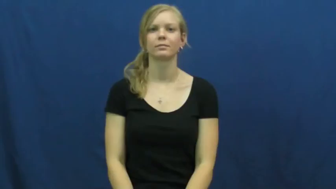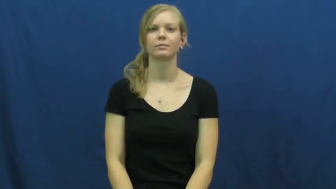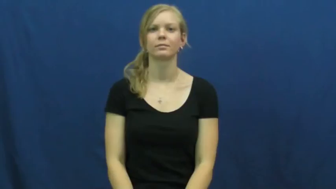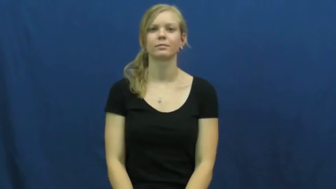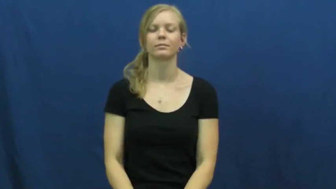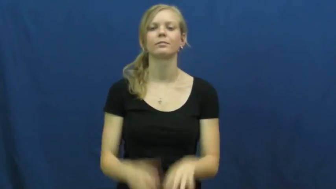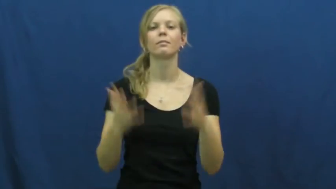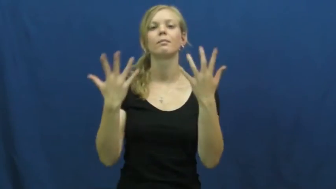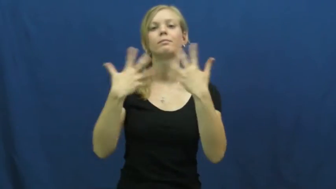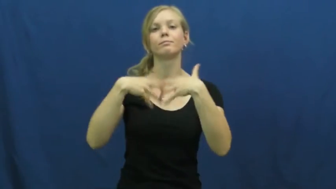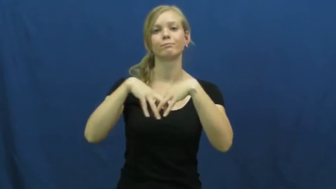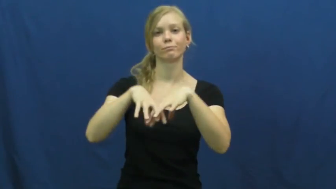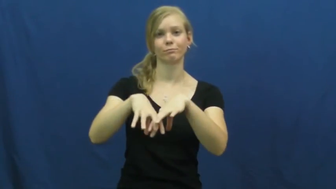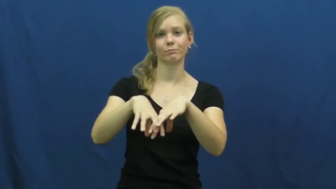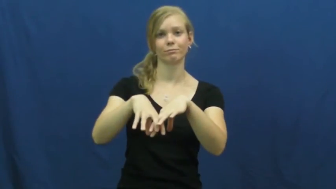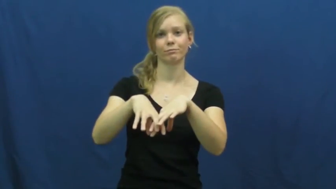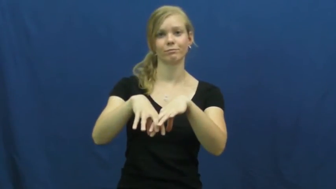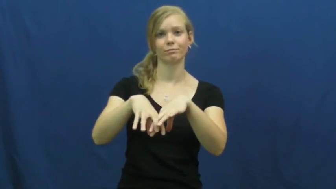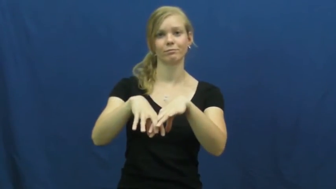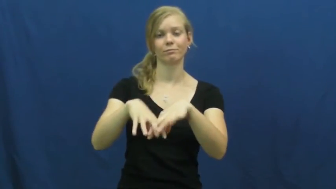go together,befit-fit